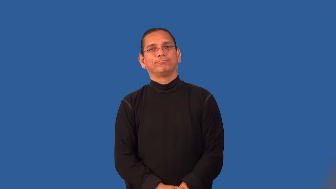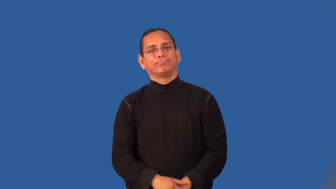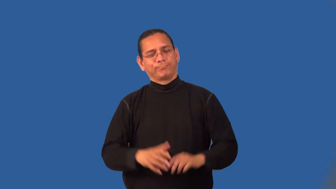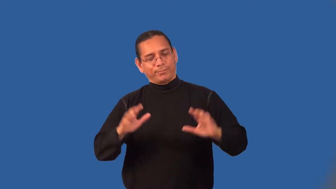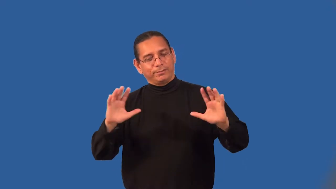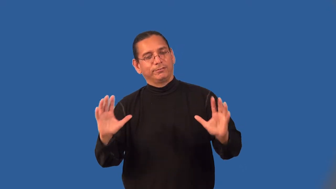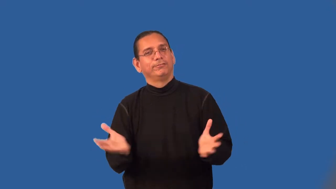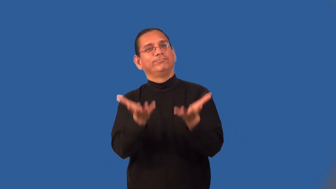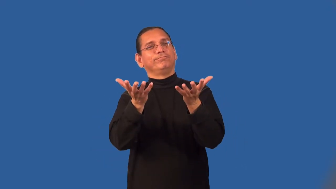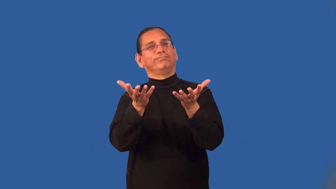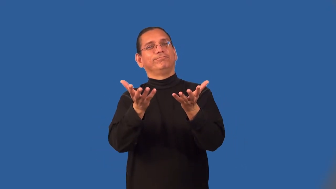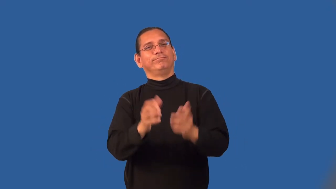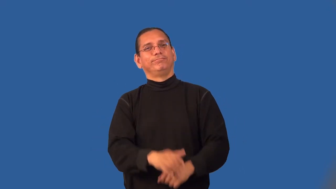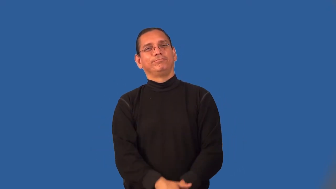lift-feel better